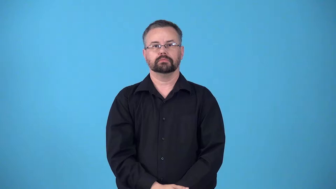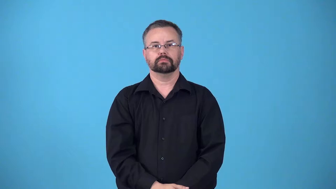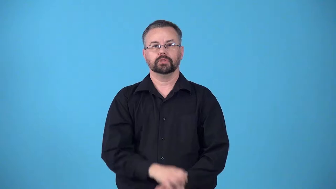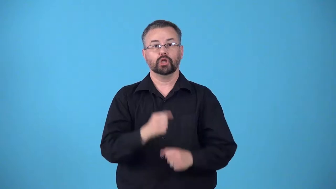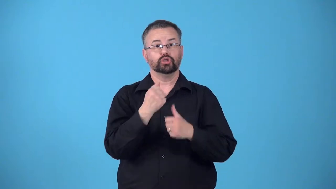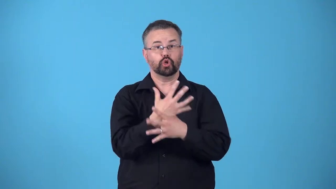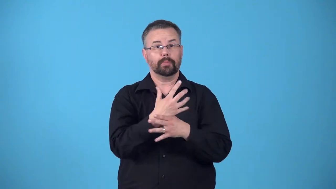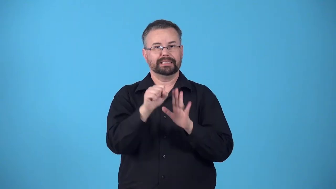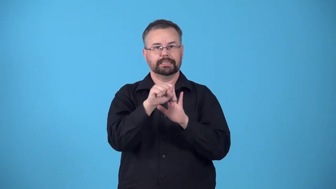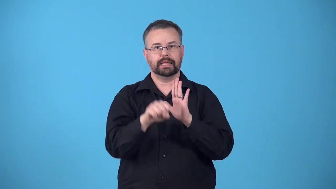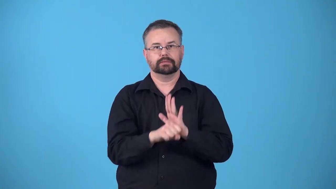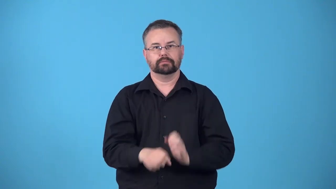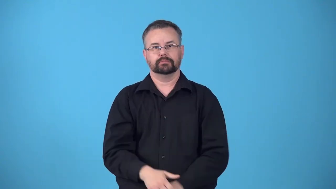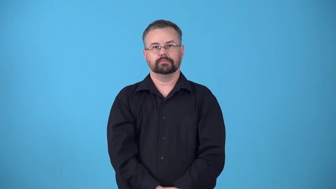reich-german state